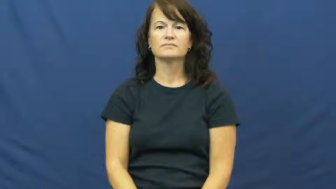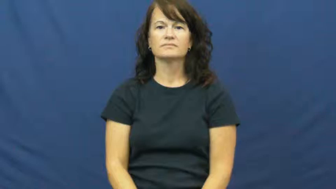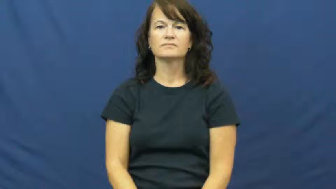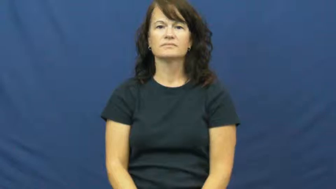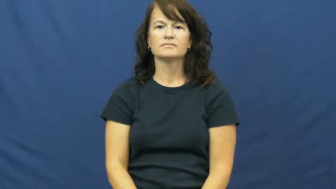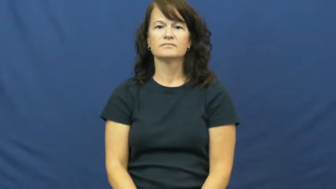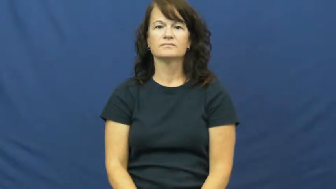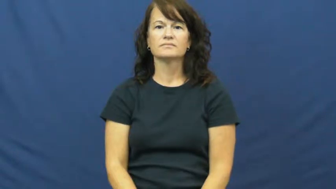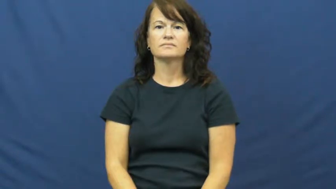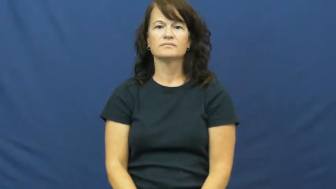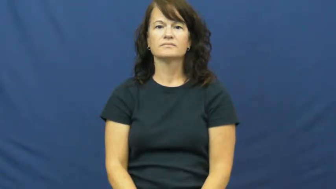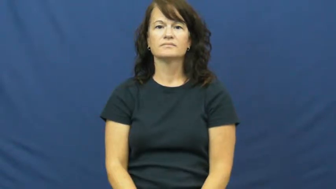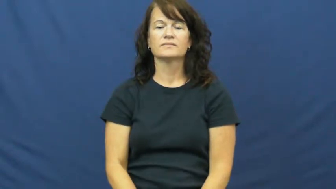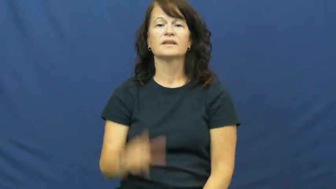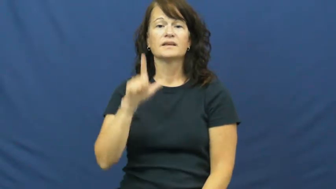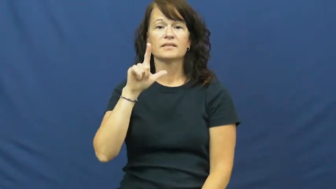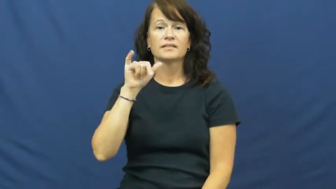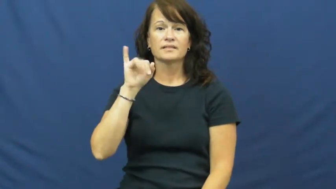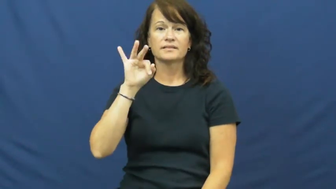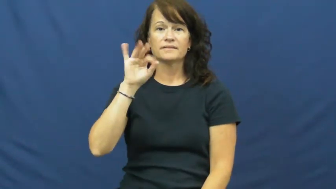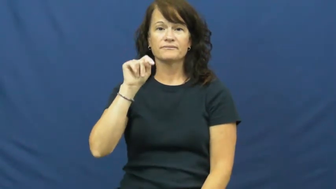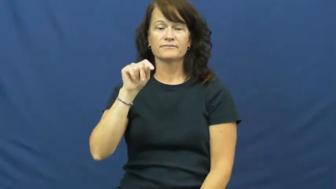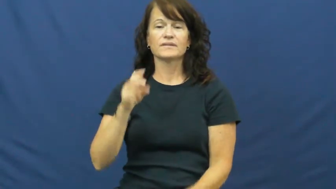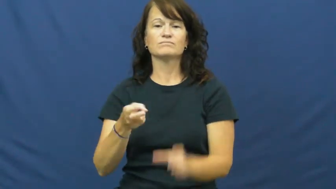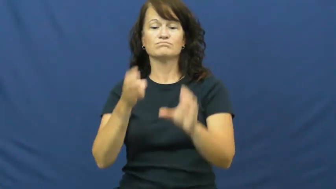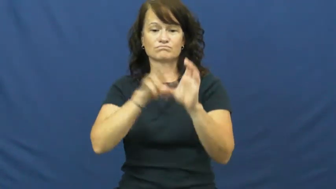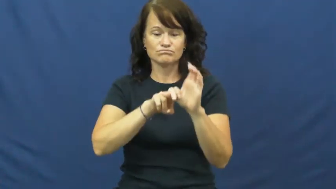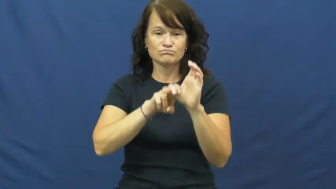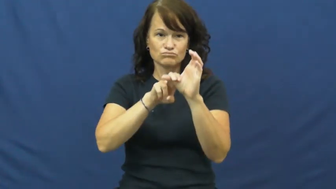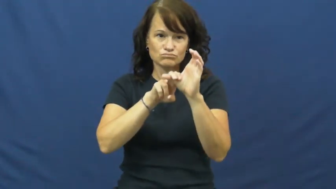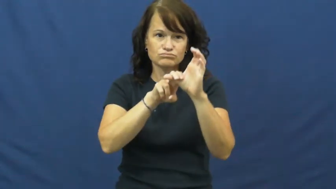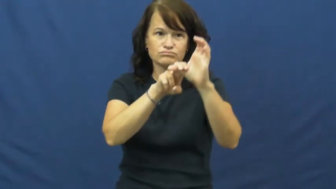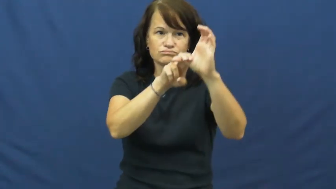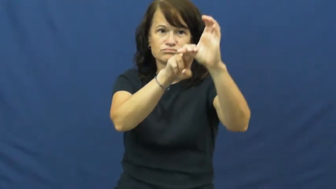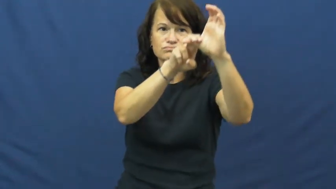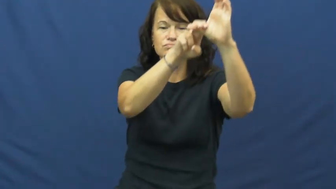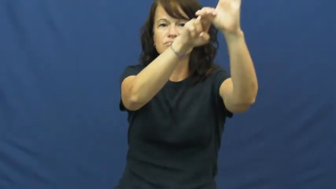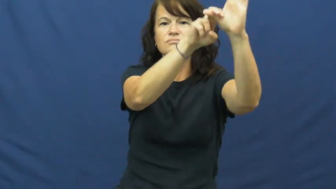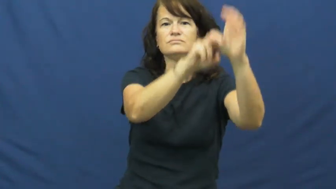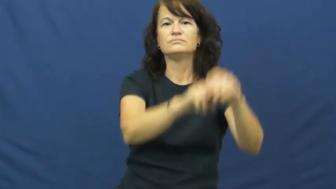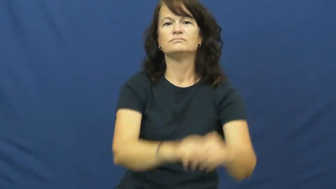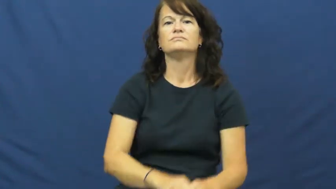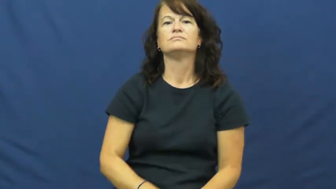lift-ski